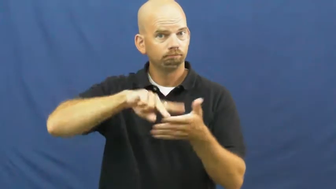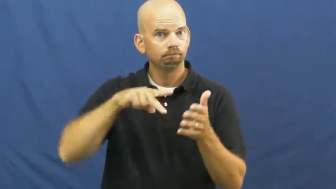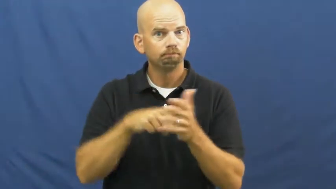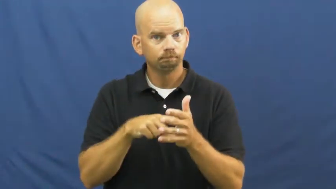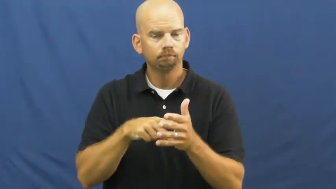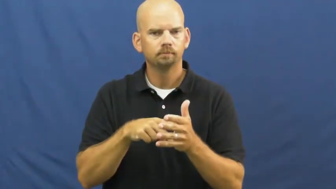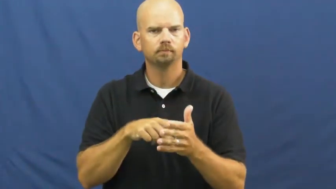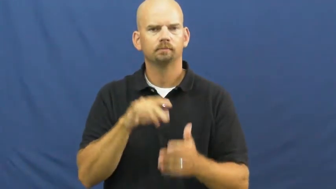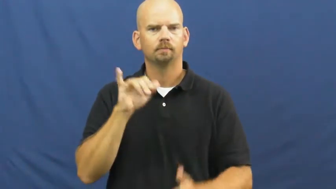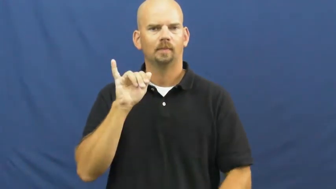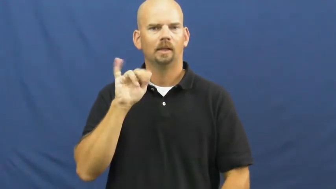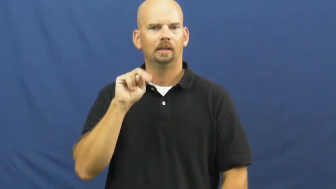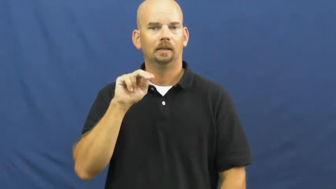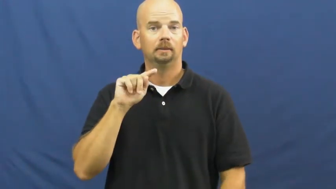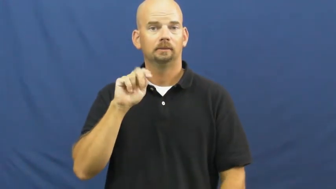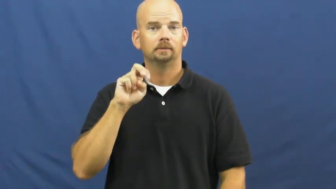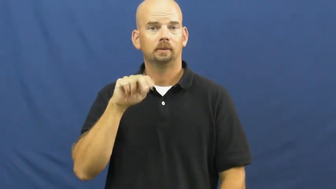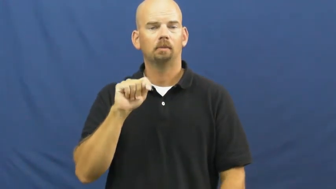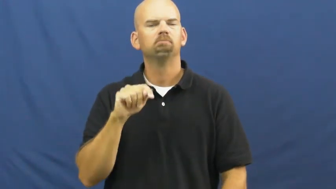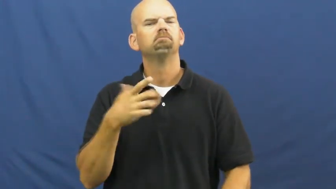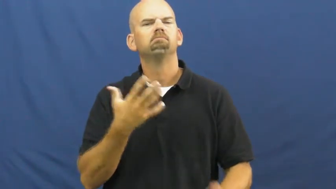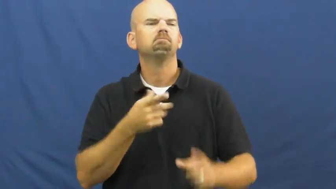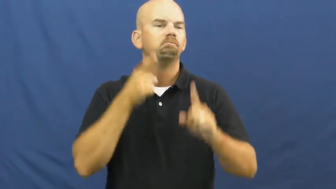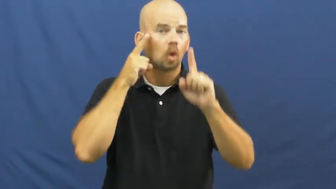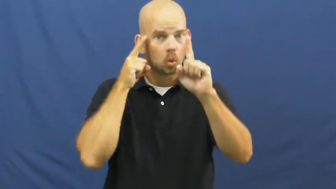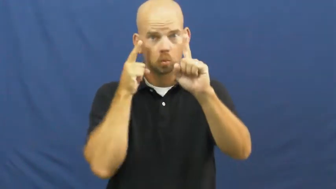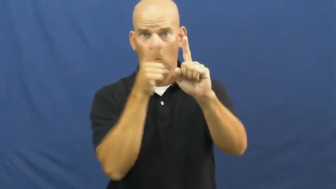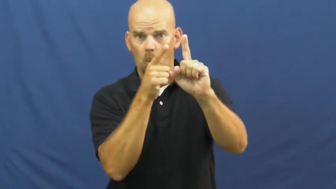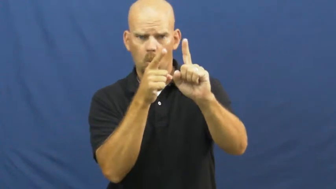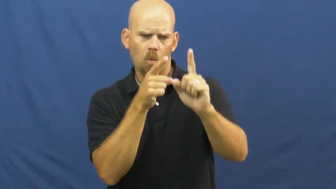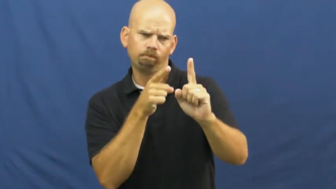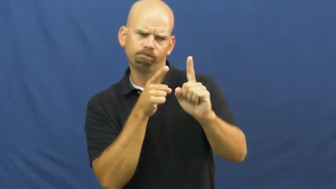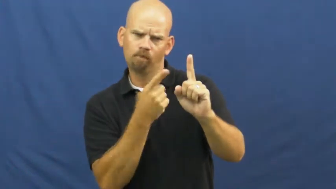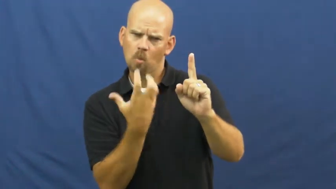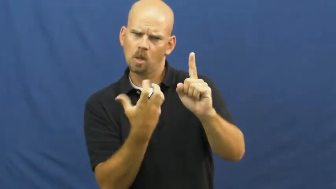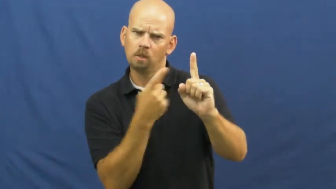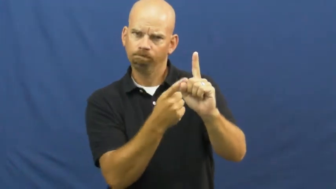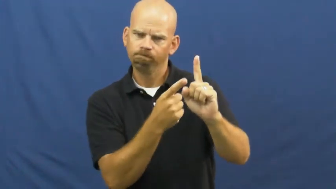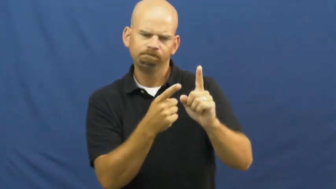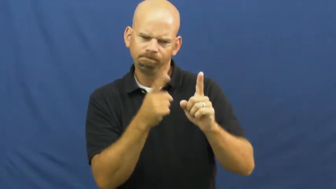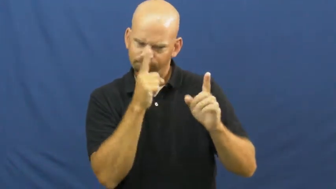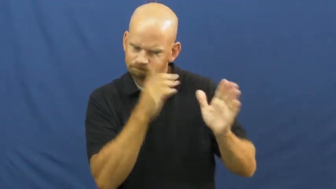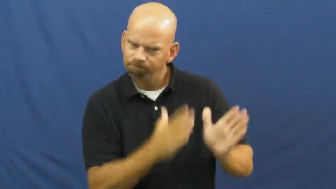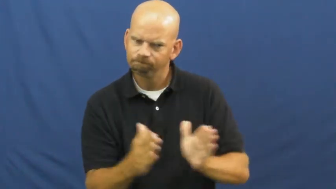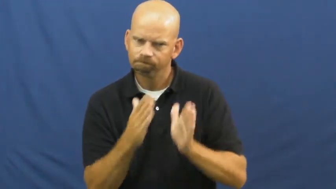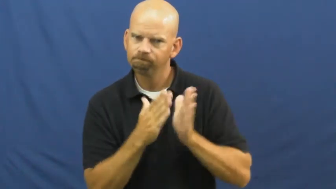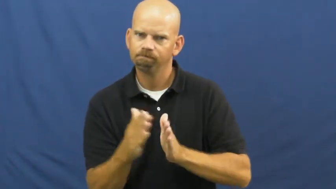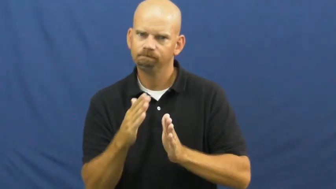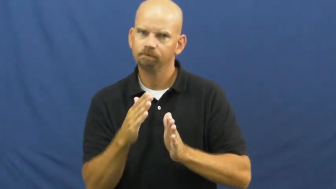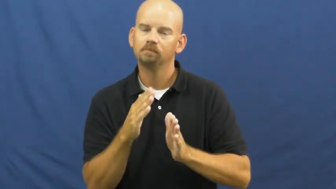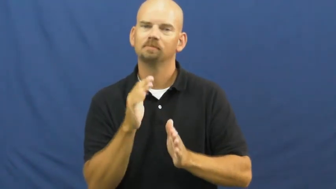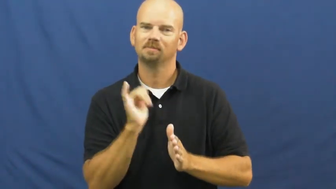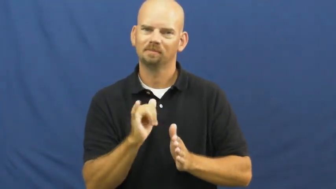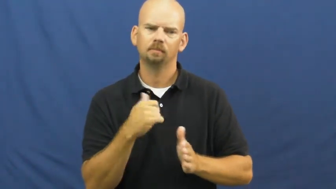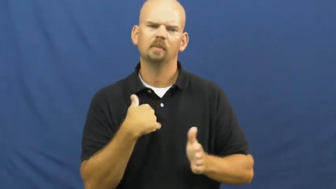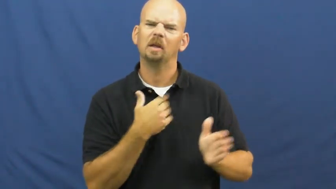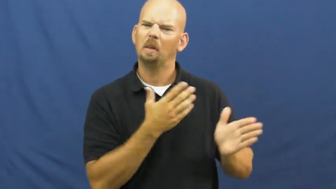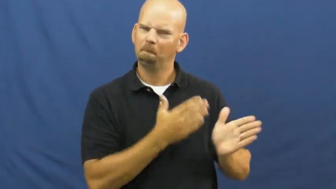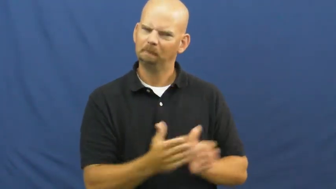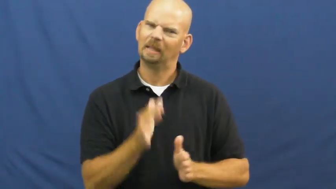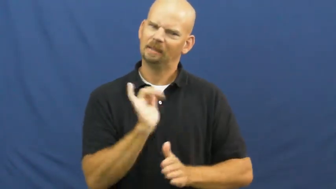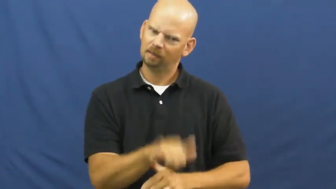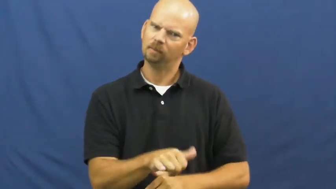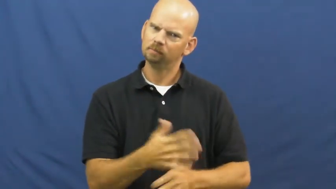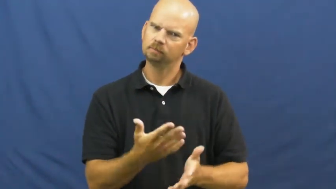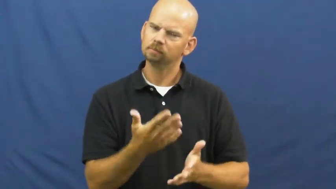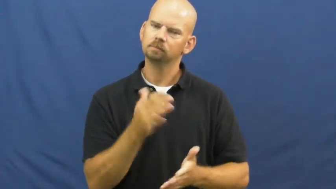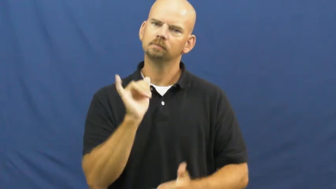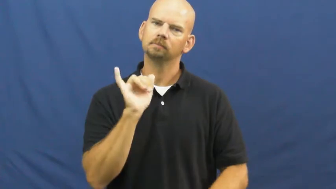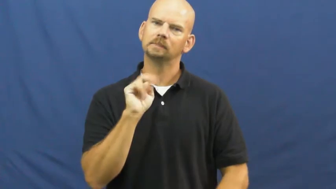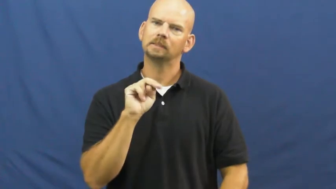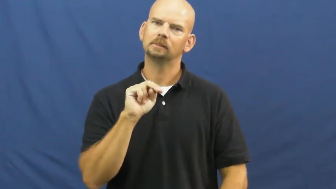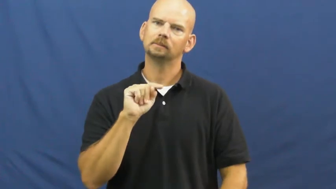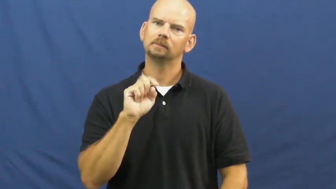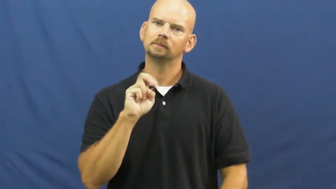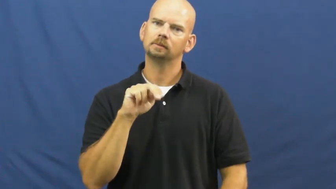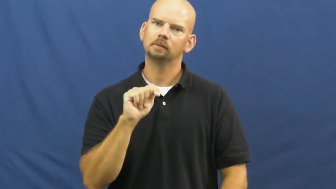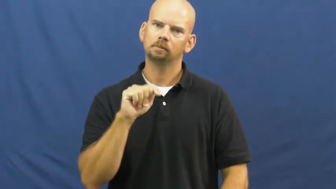intent